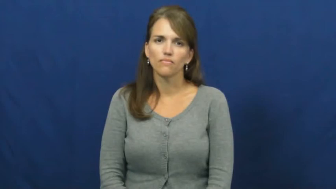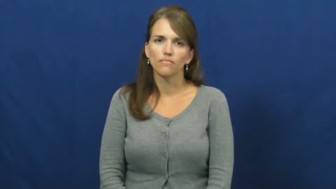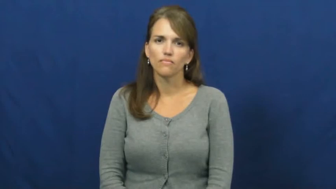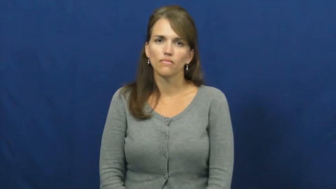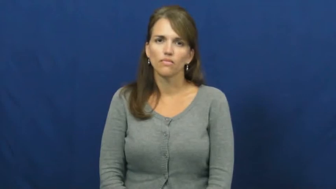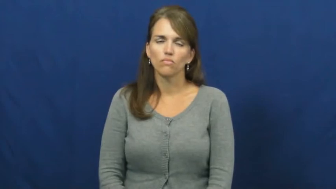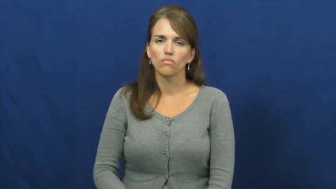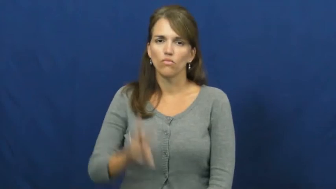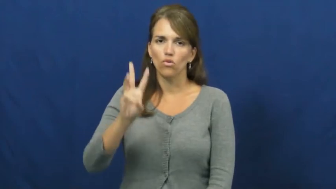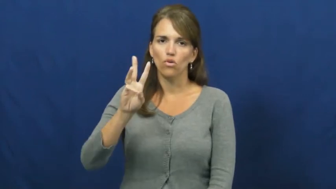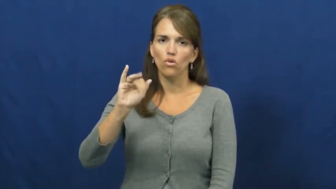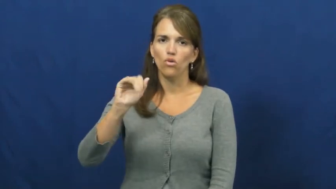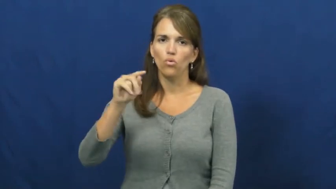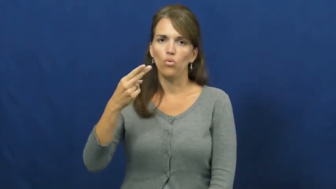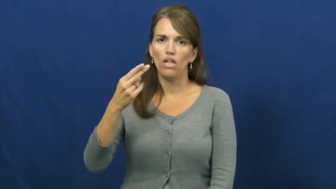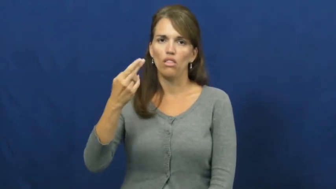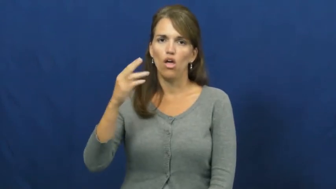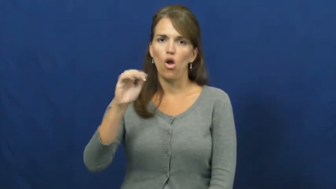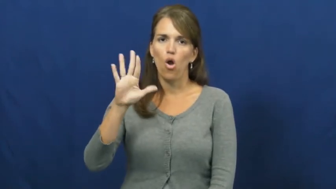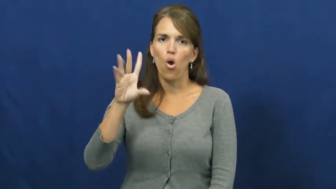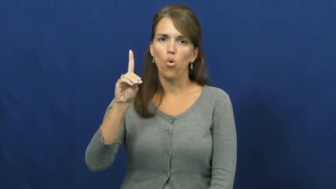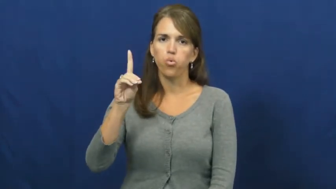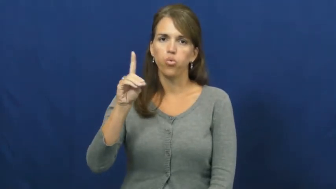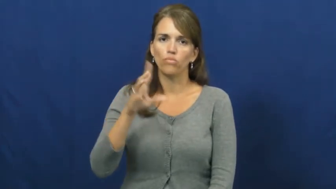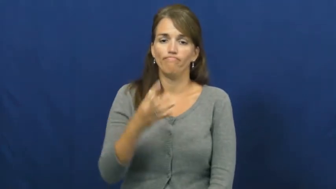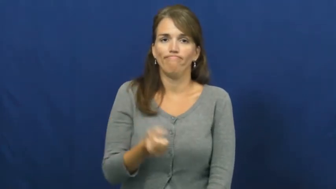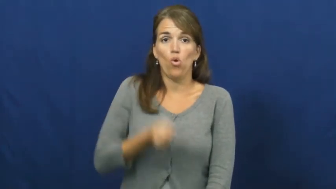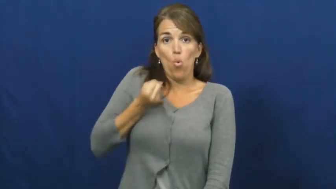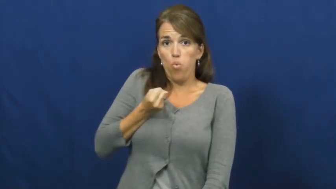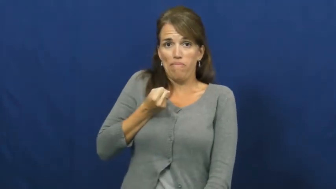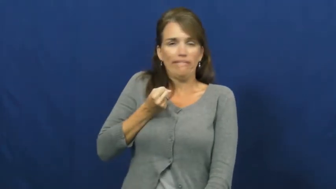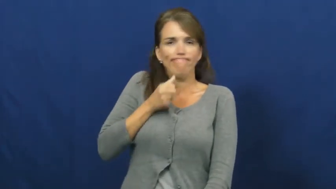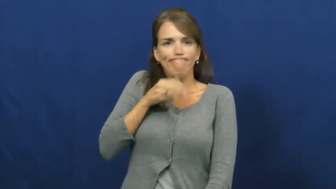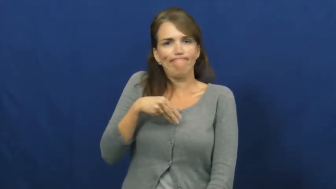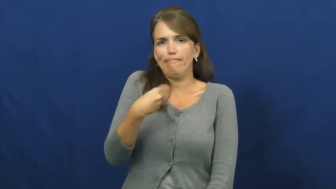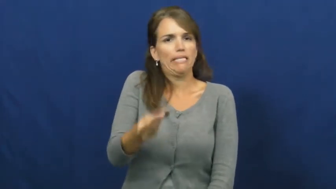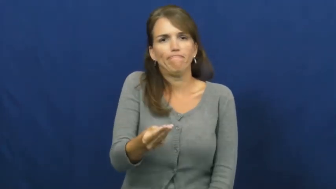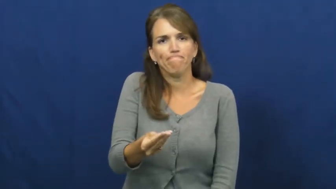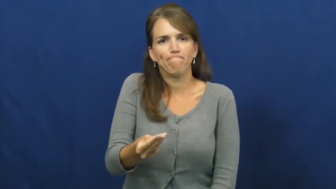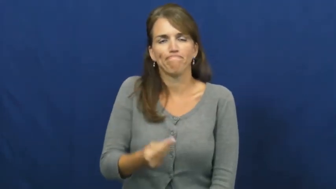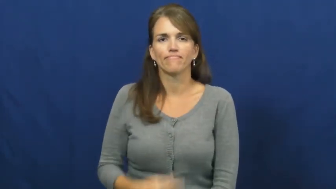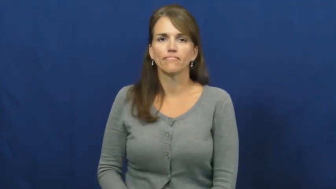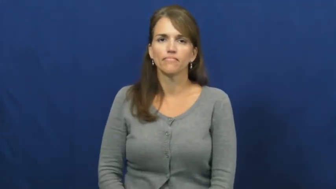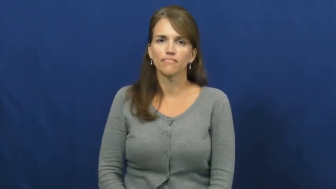withhold